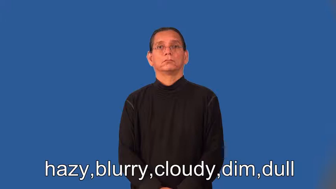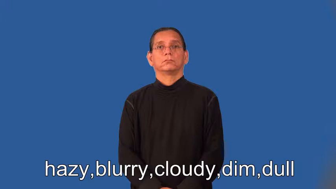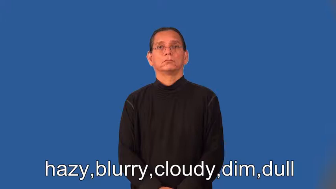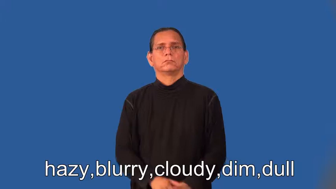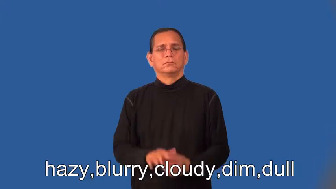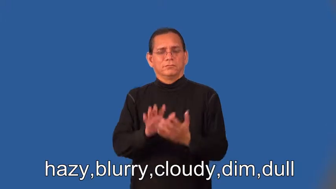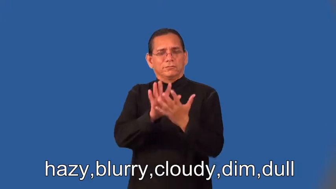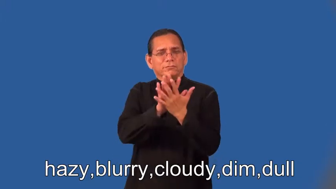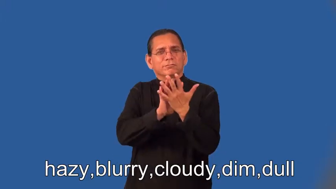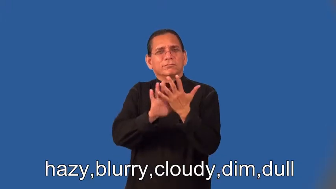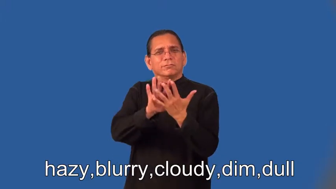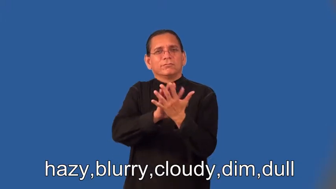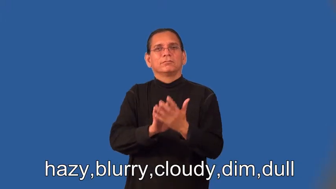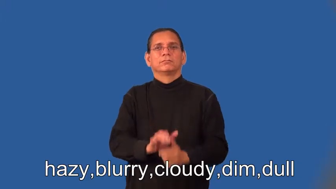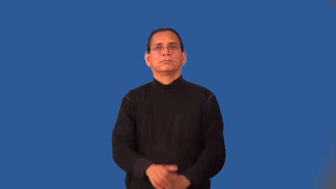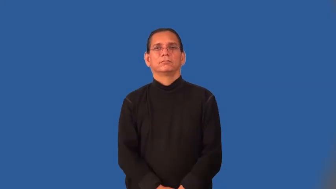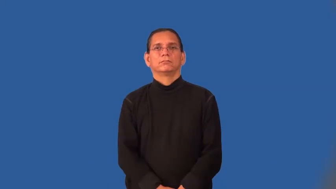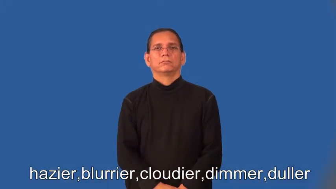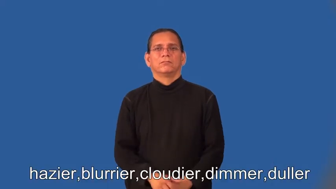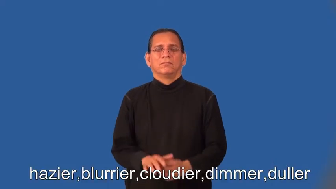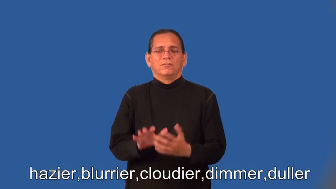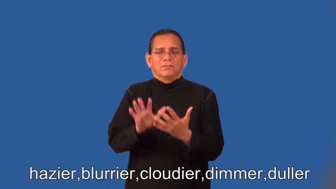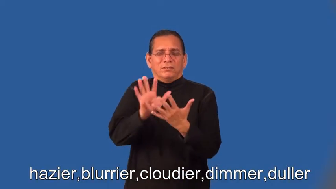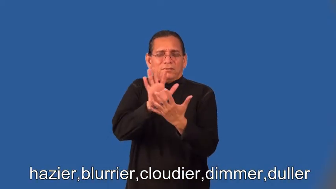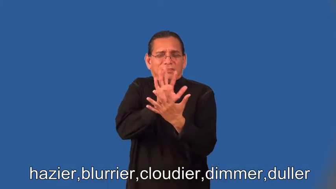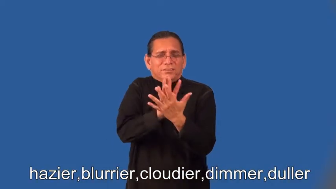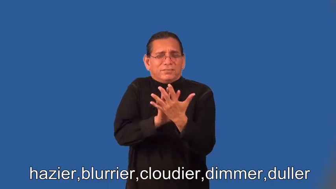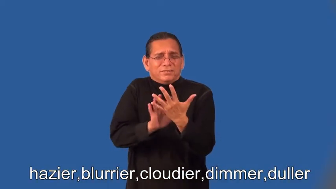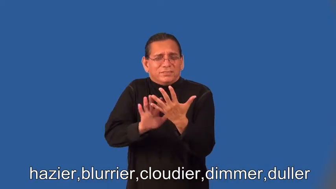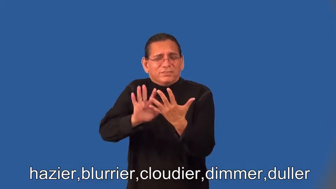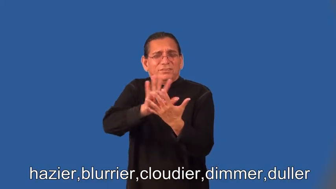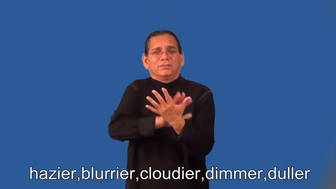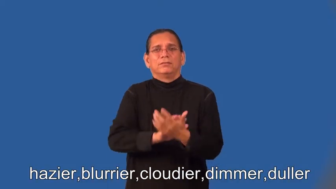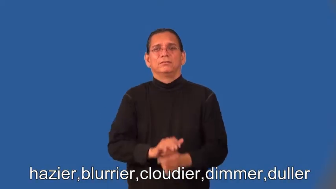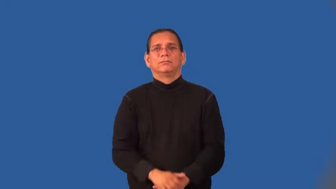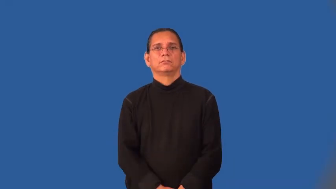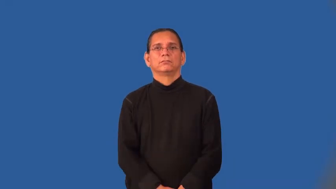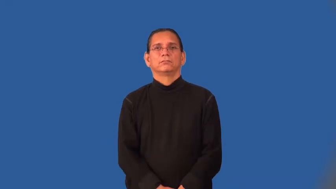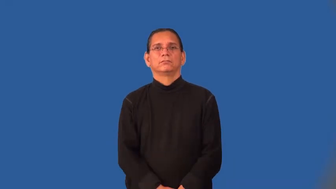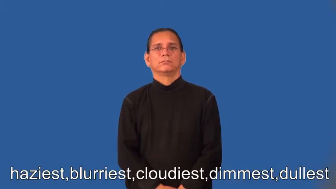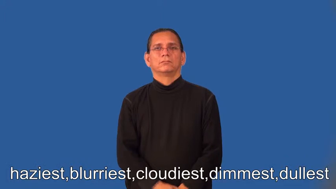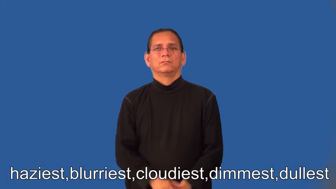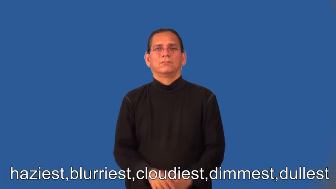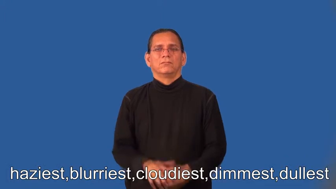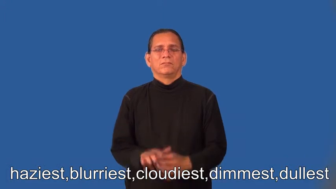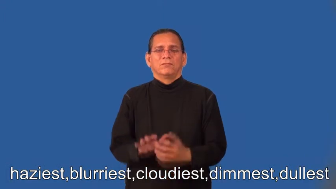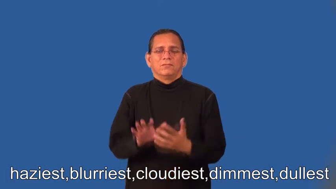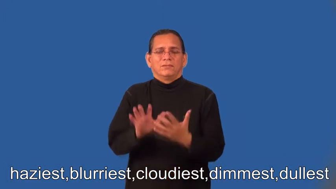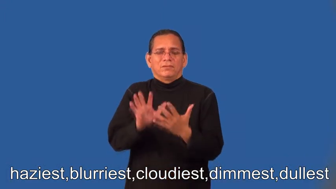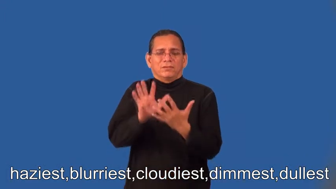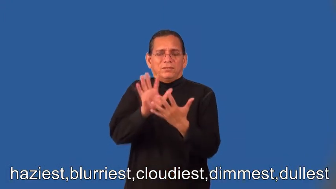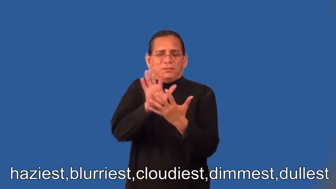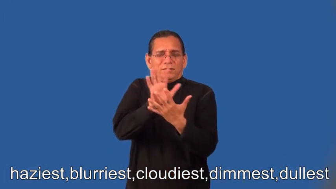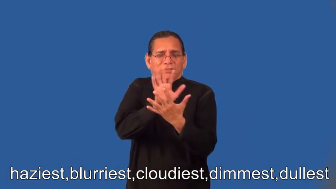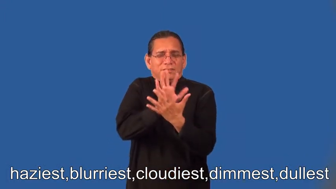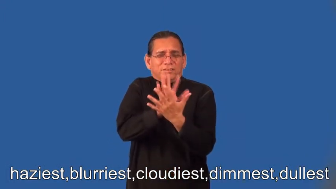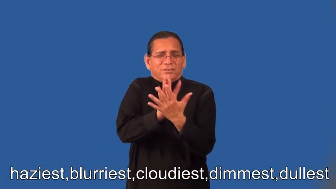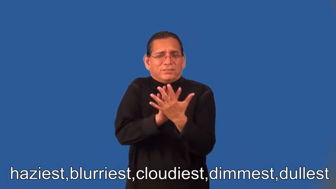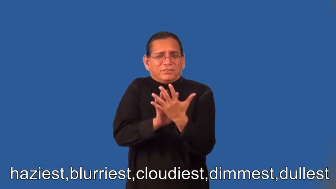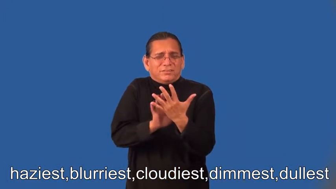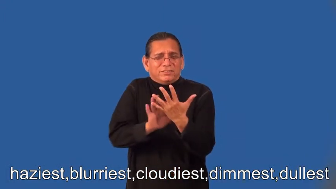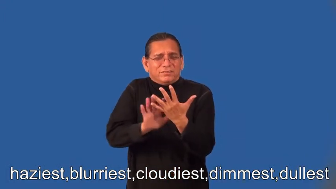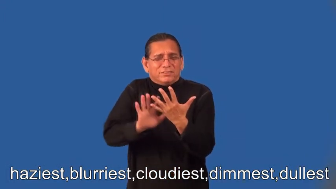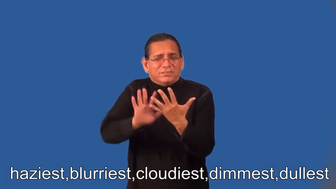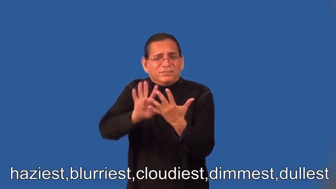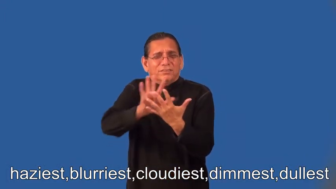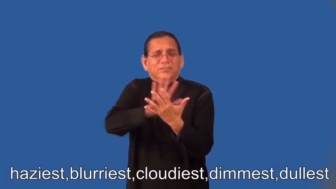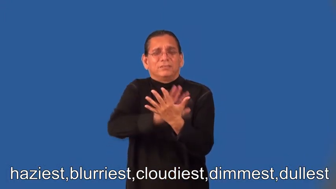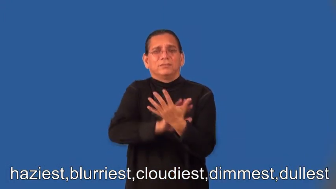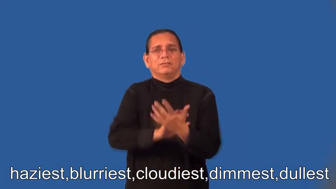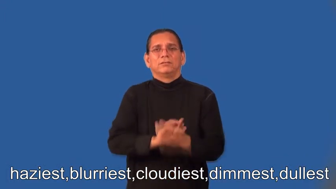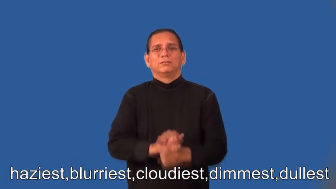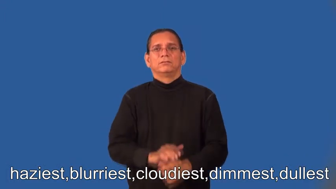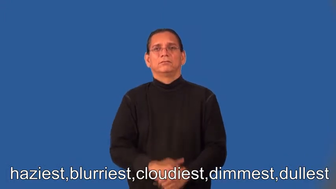hazier,blurrier,cloudier,dimmer,duller,haziest,blurriest,cloudiest,dimmest,dullest